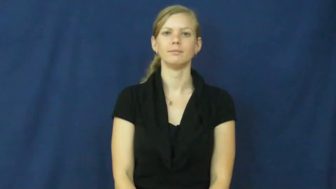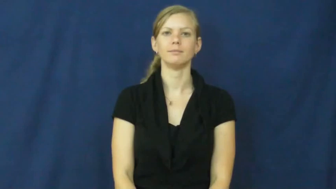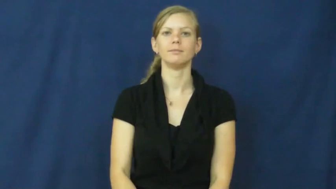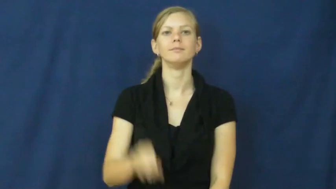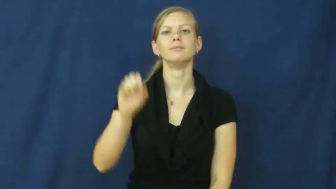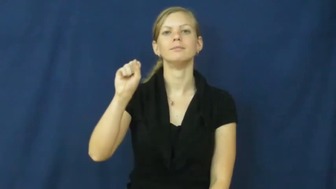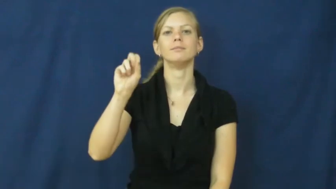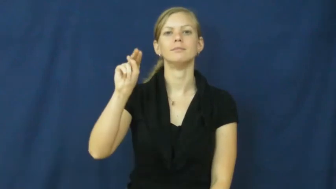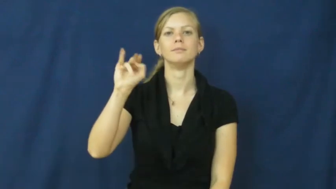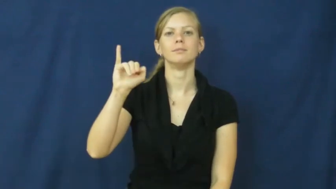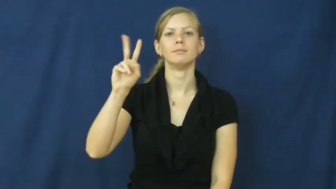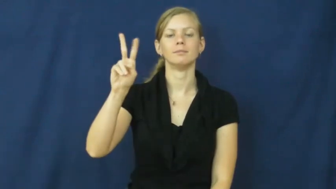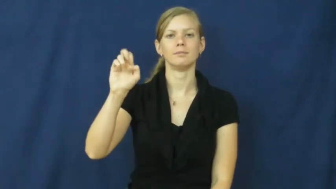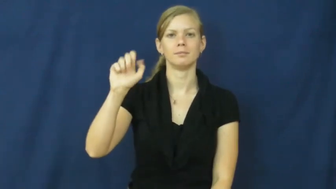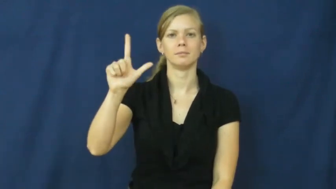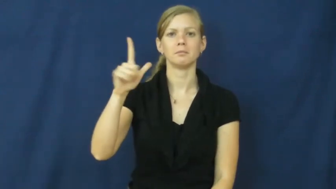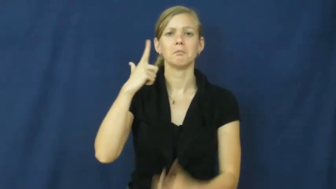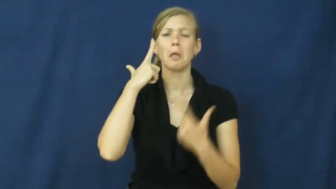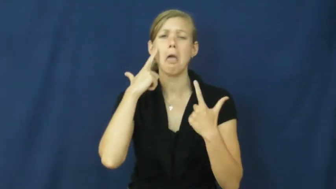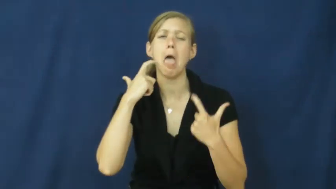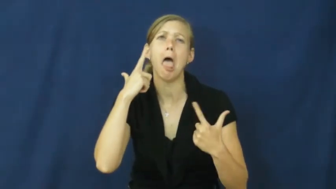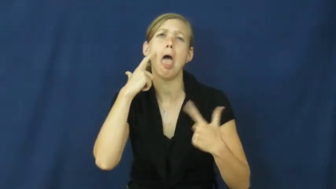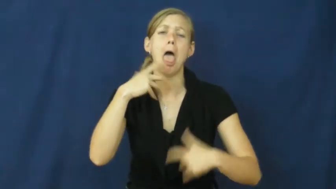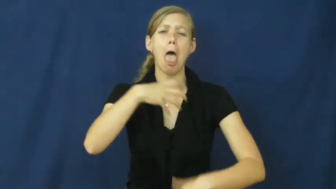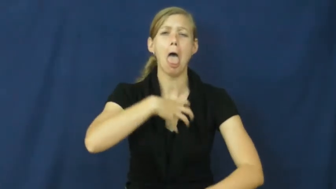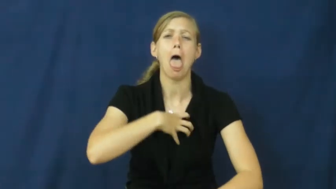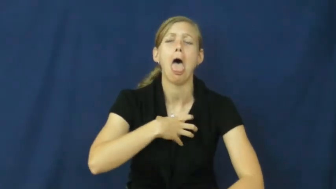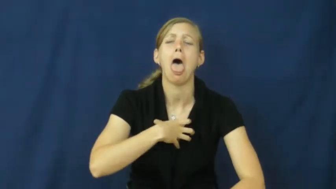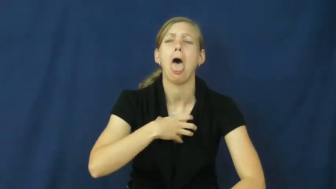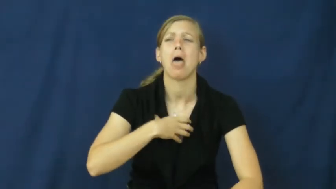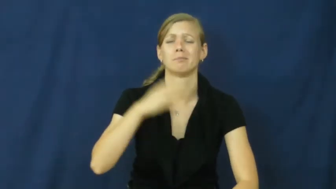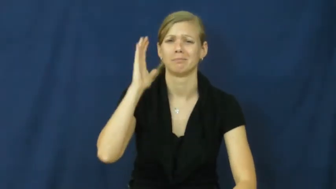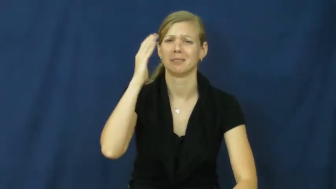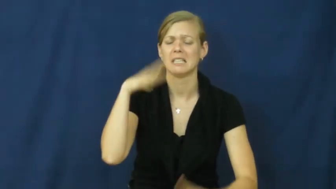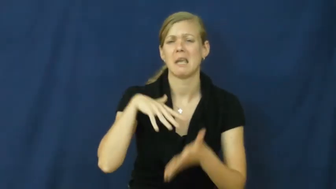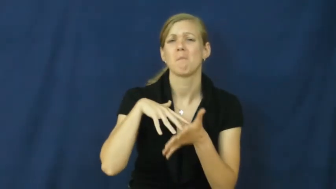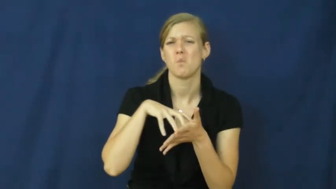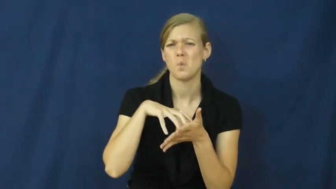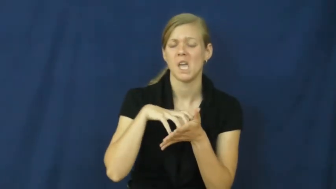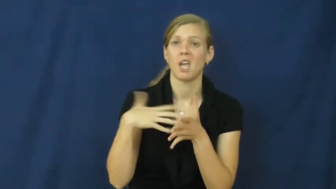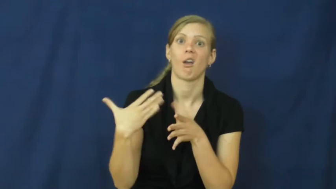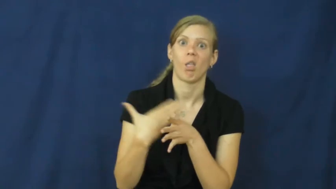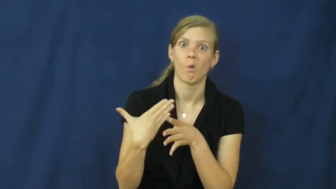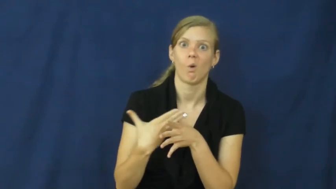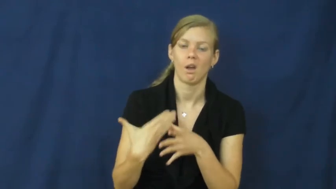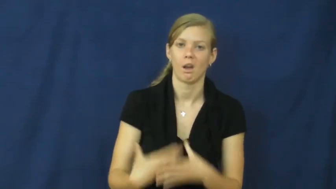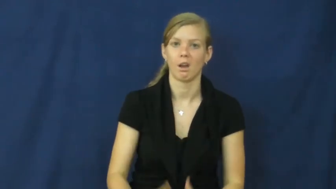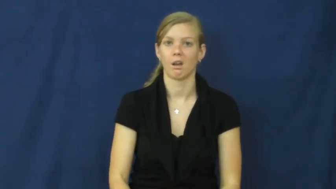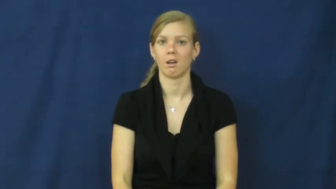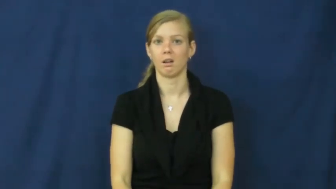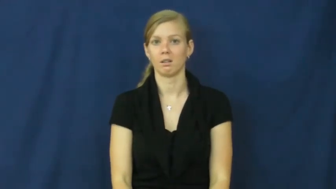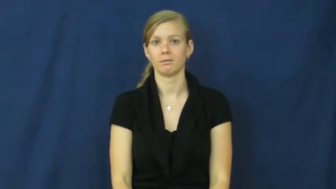snivel